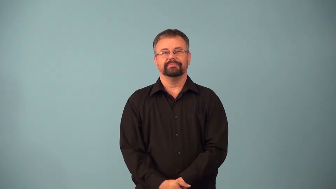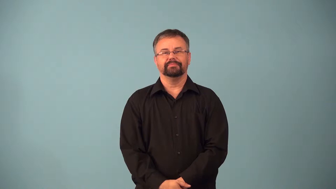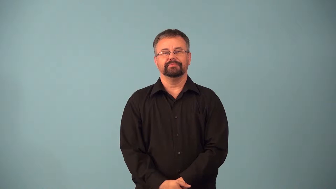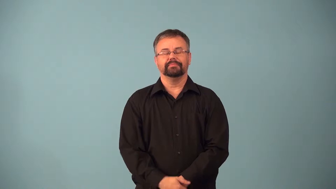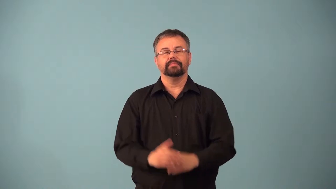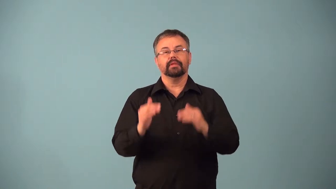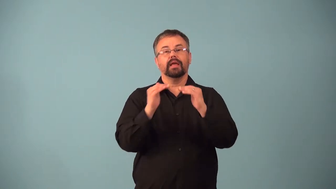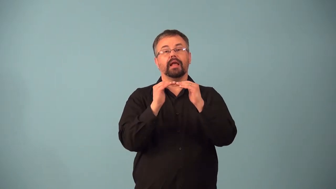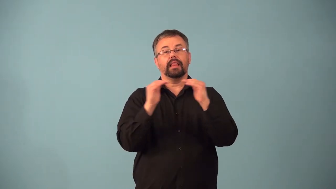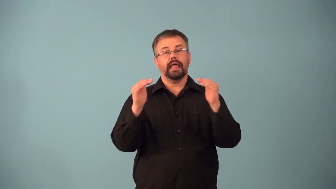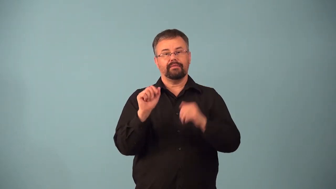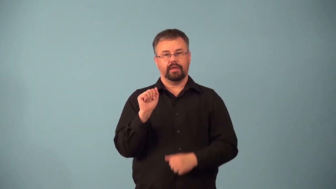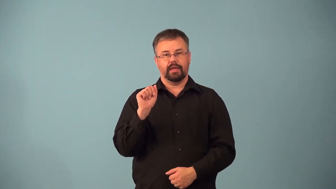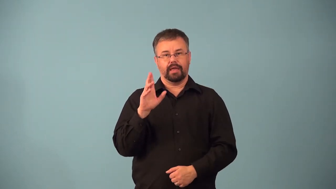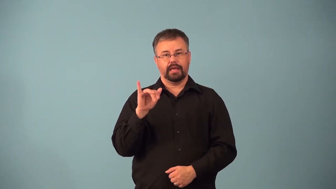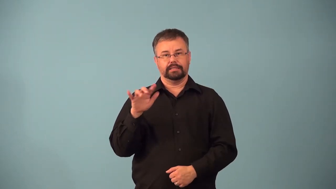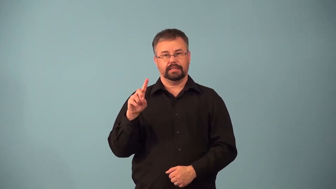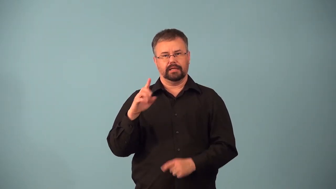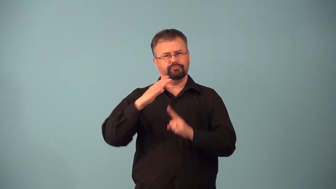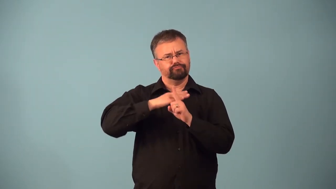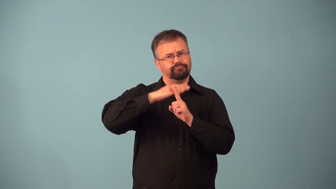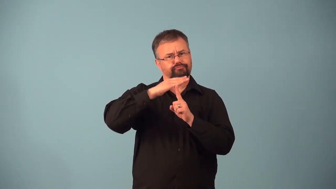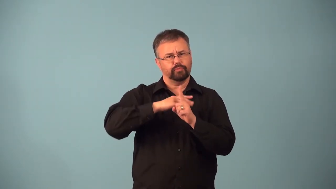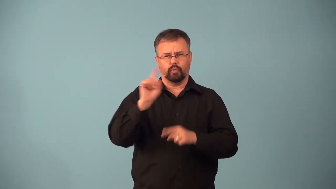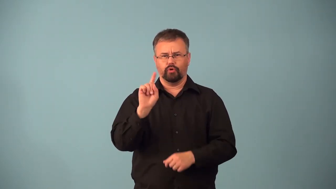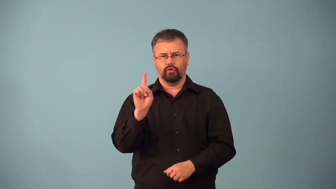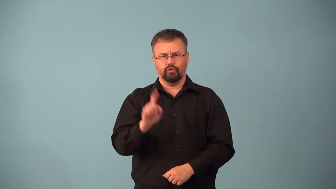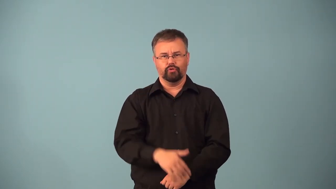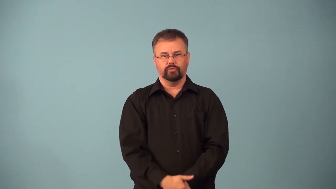acidity